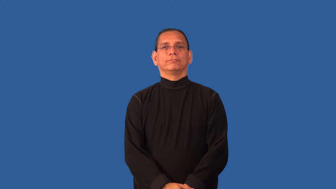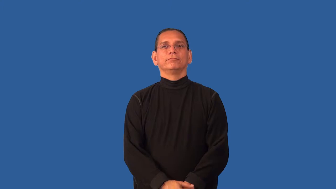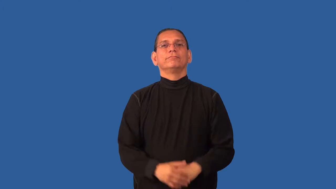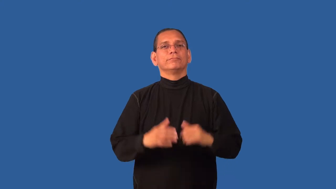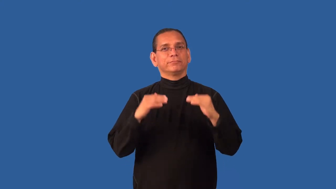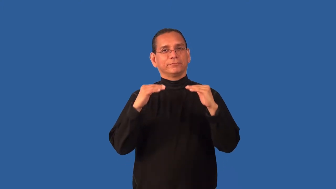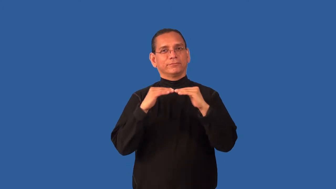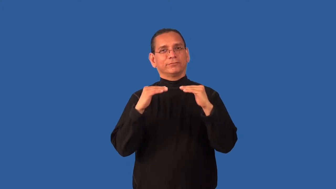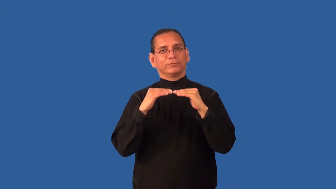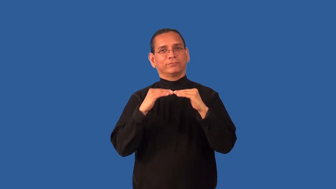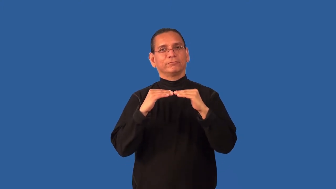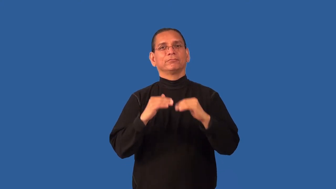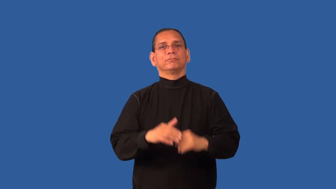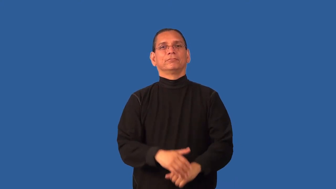comparable,coequal,coextensive